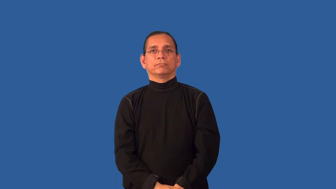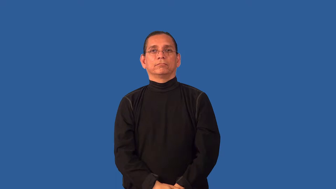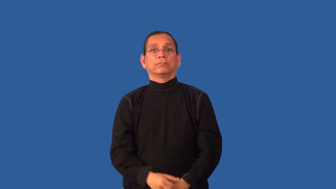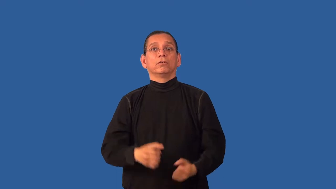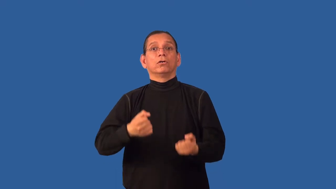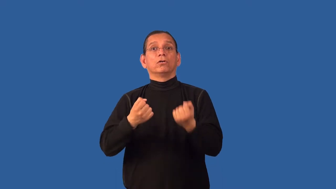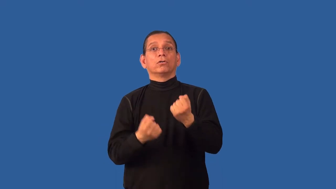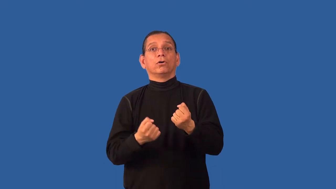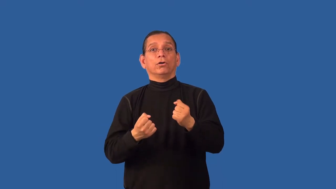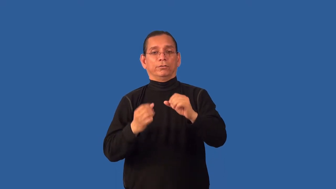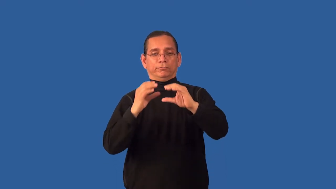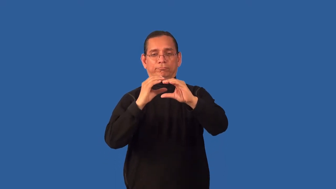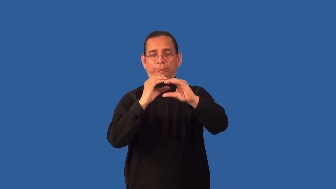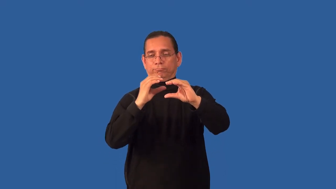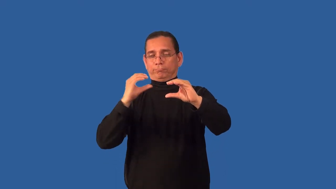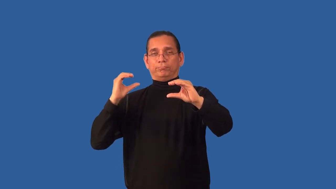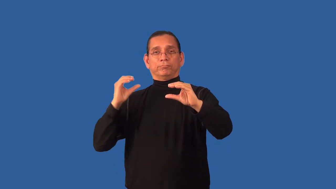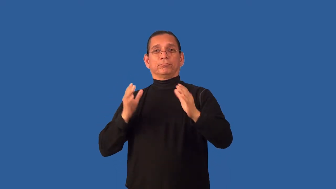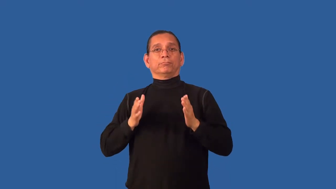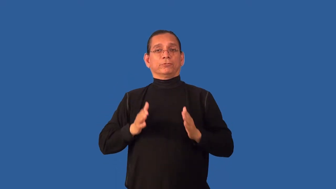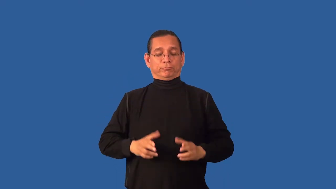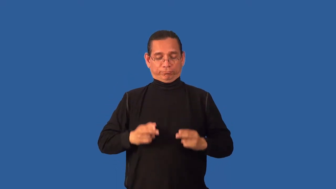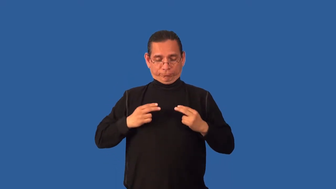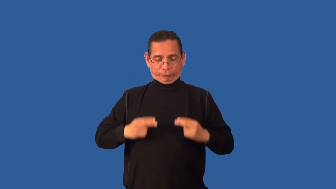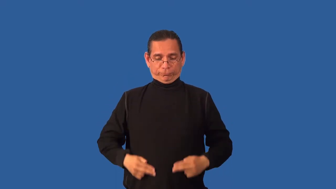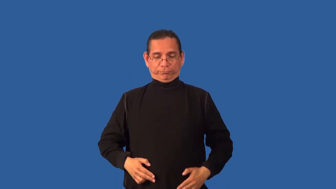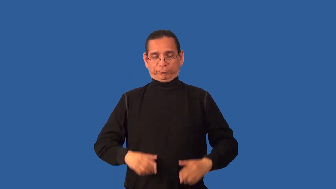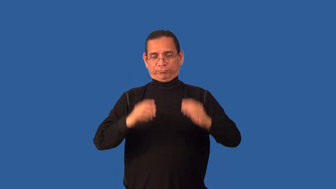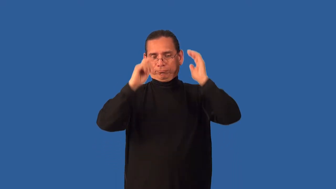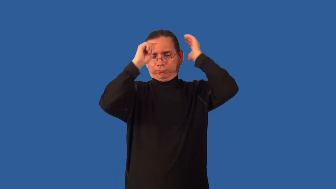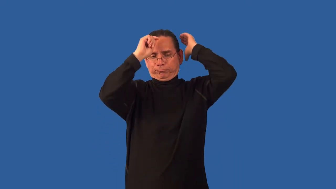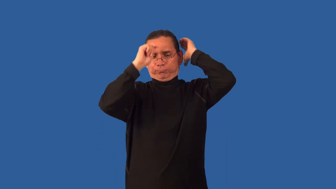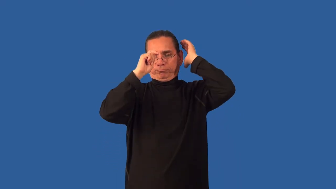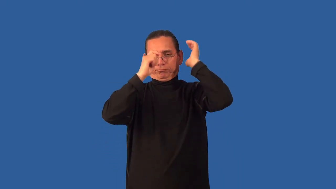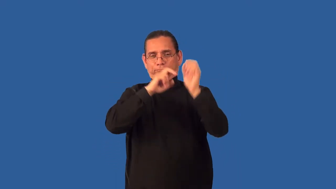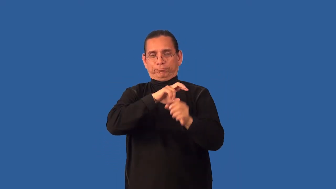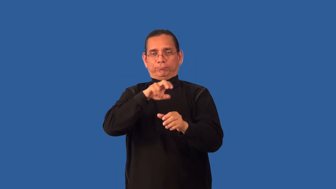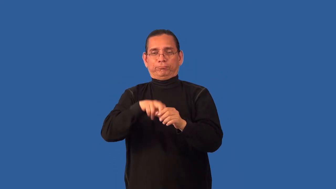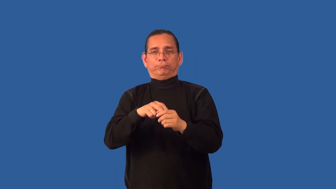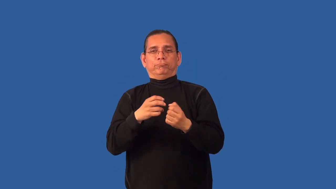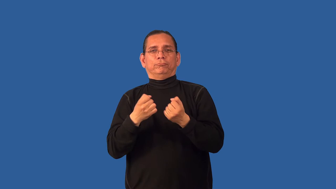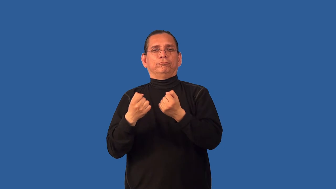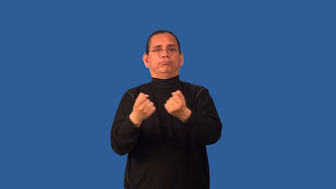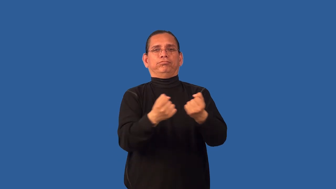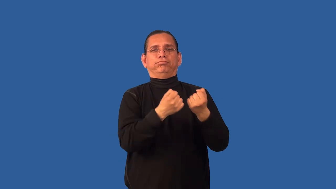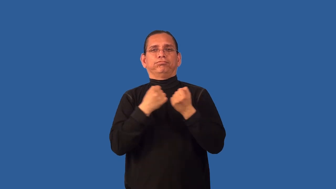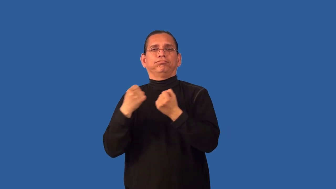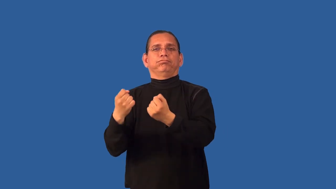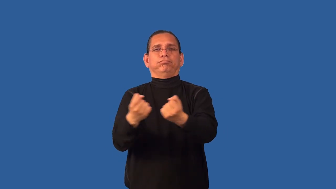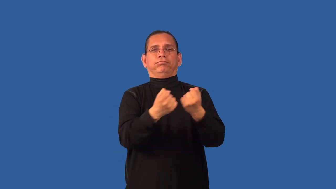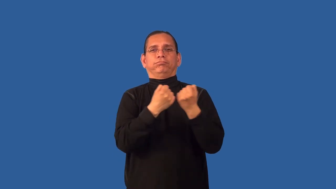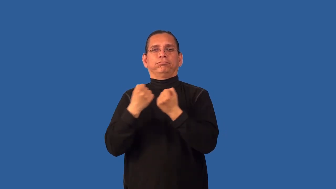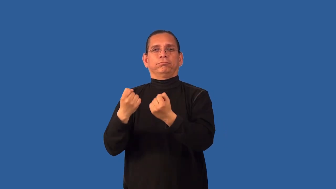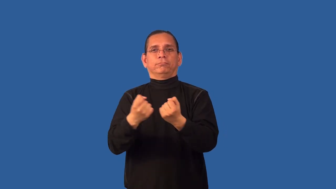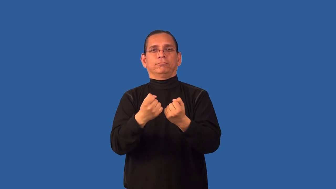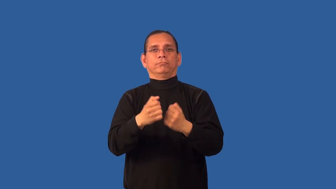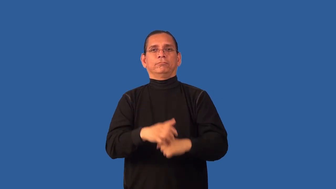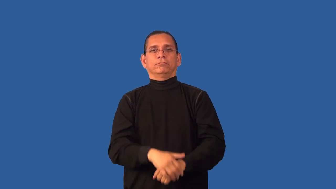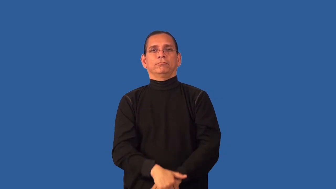chauffeur